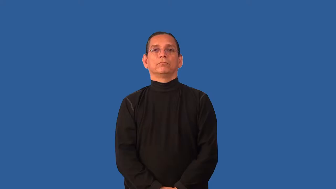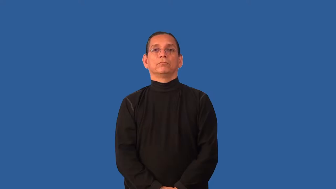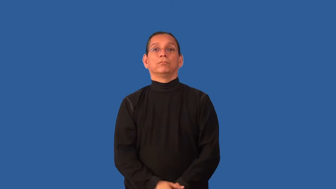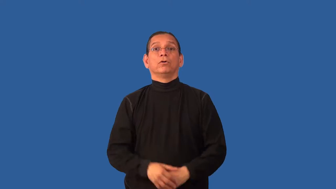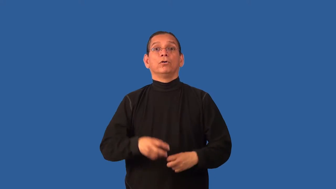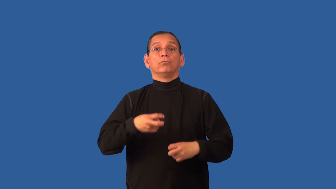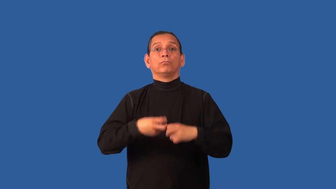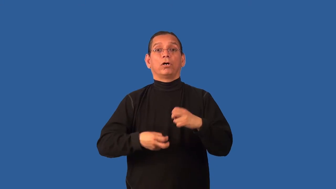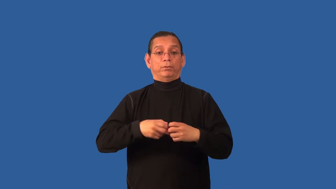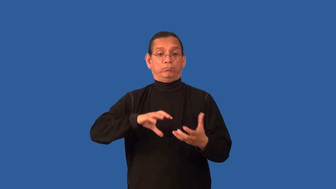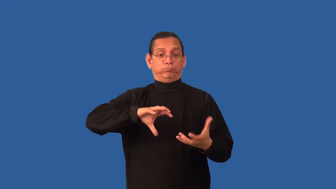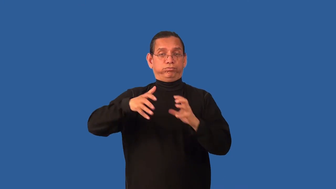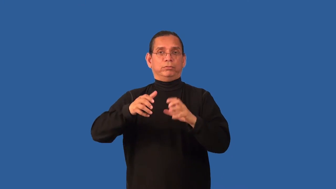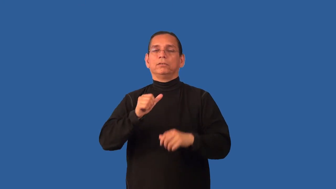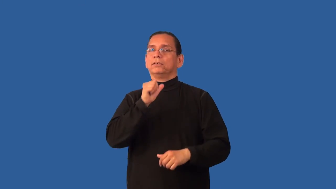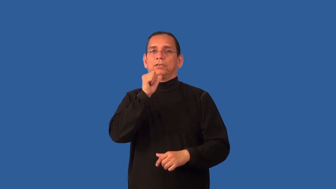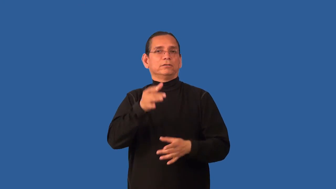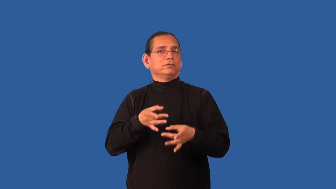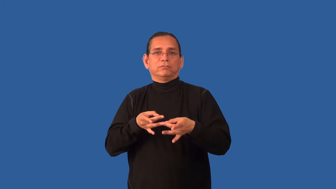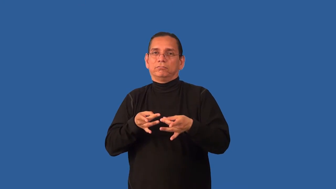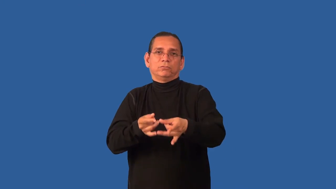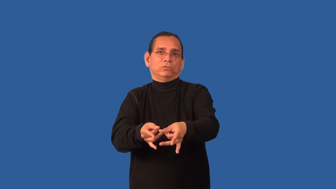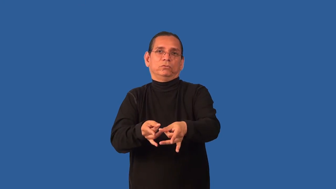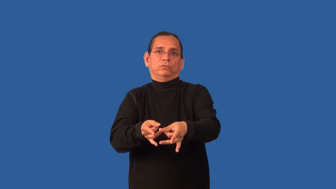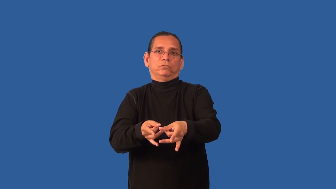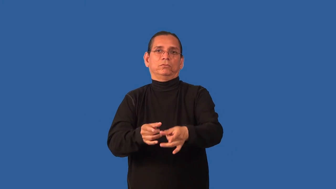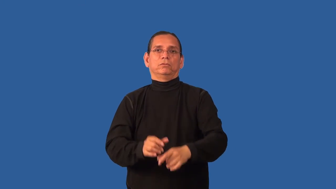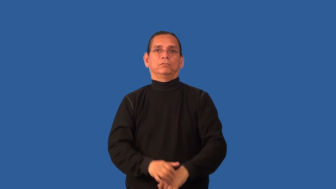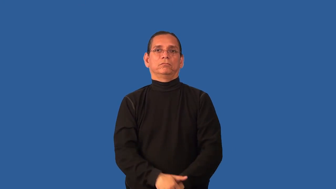buggy-has problems